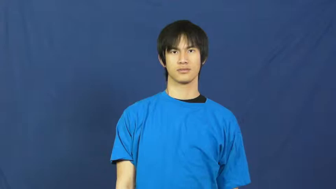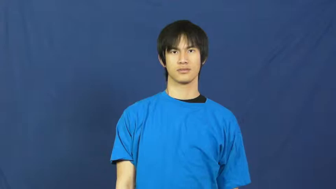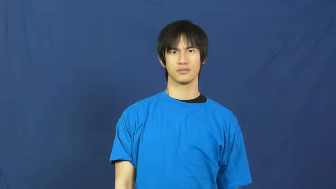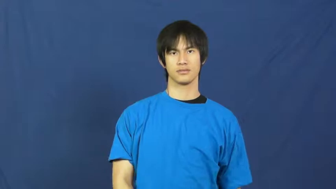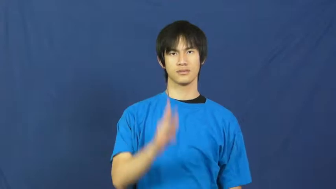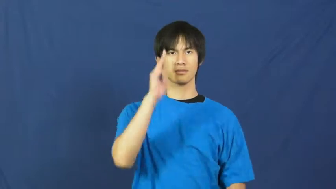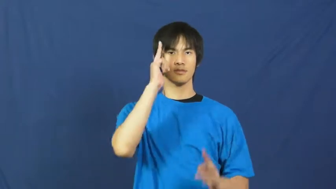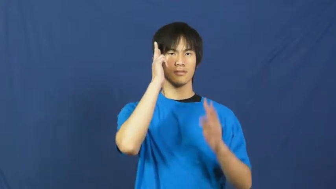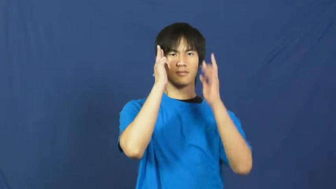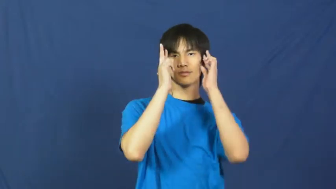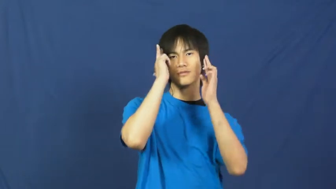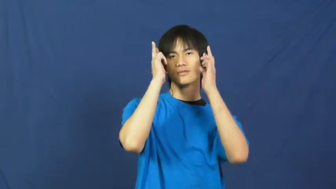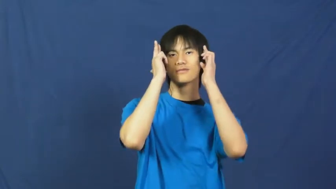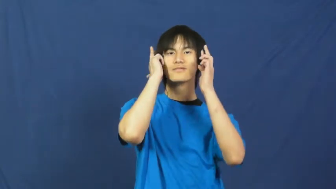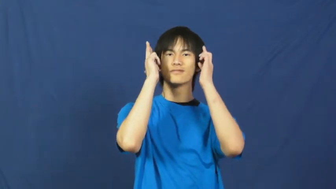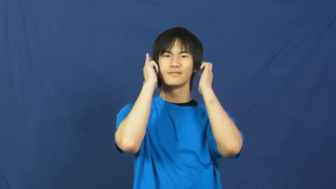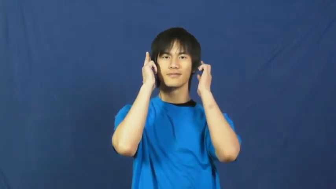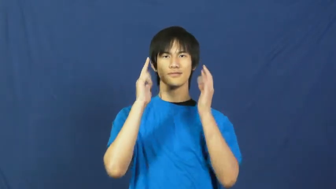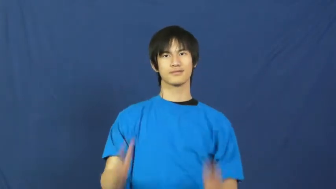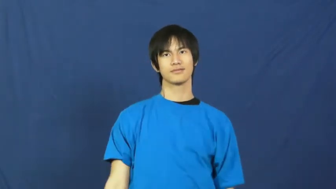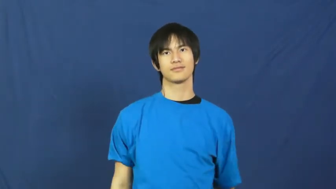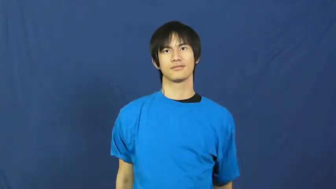haircut,cut